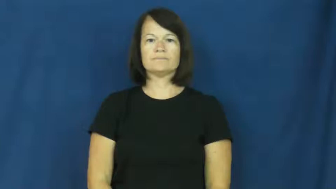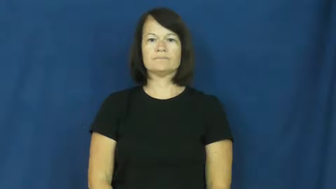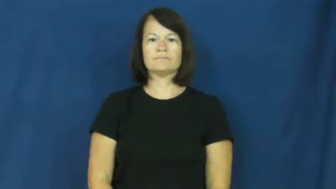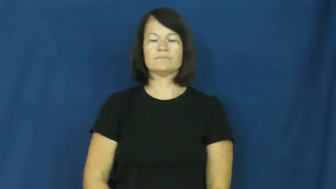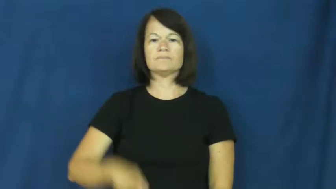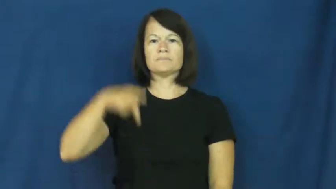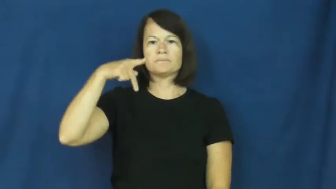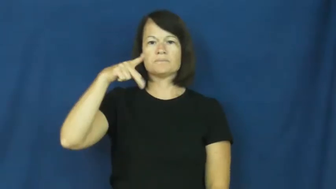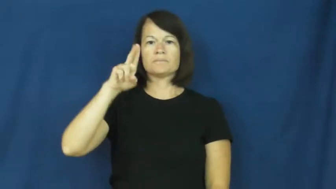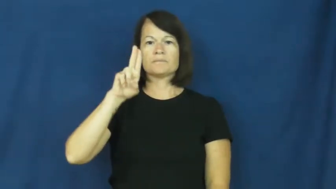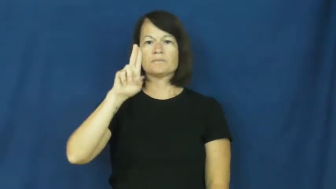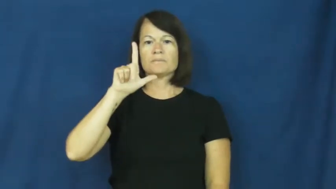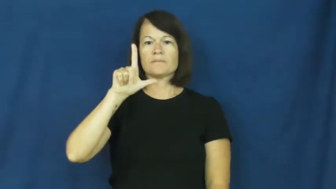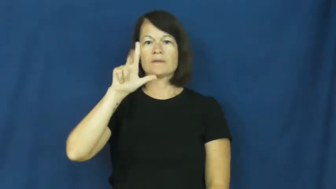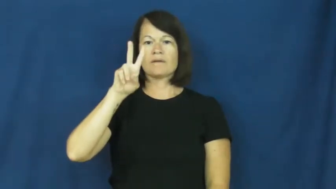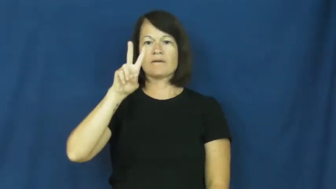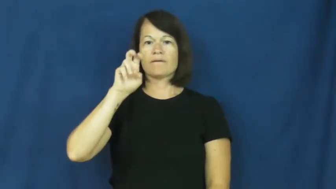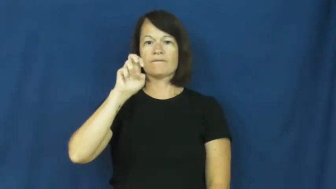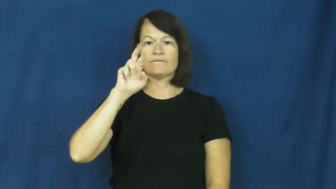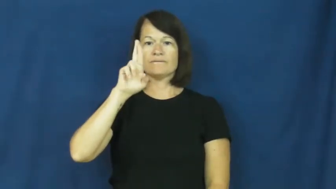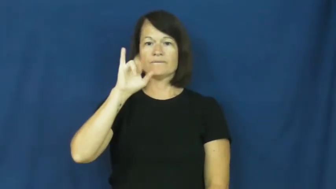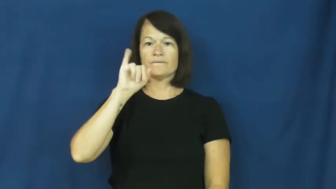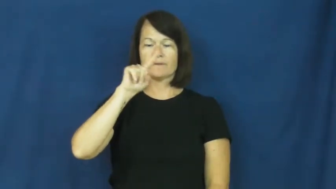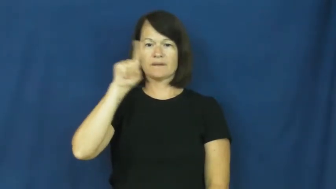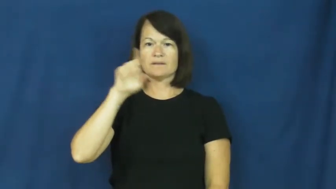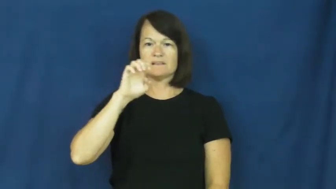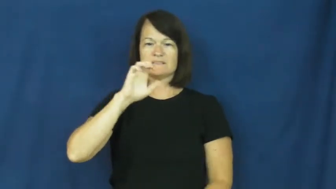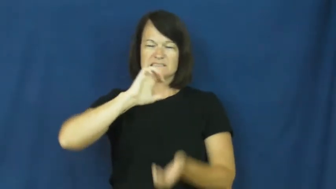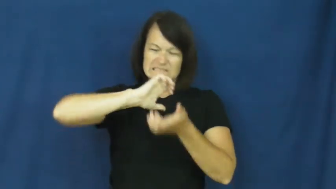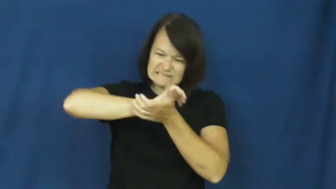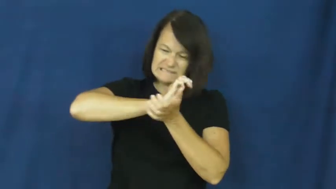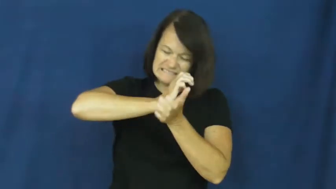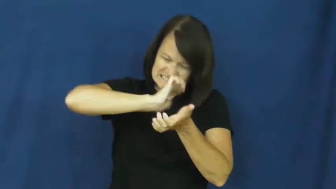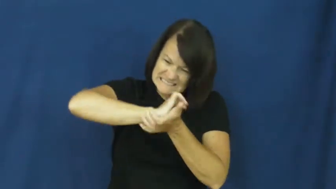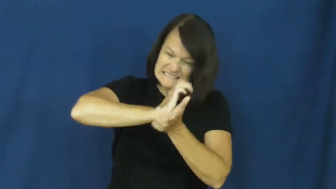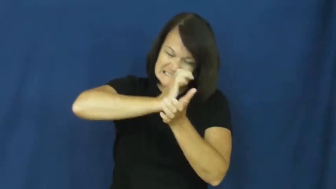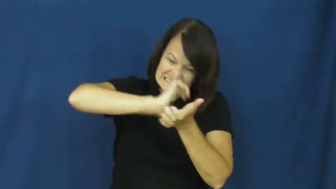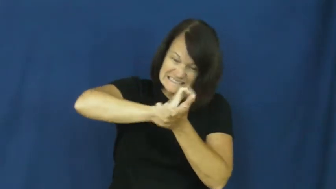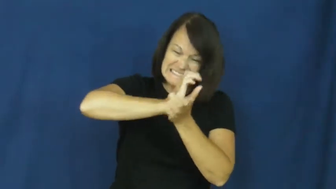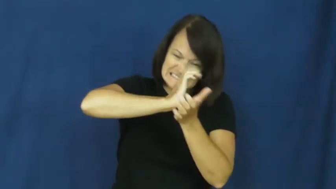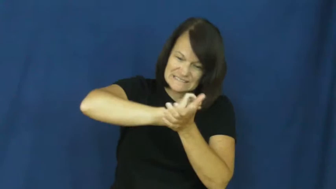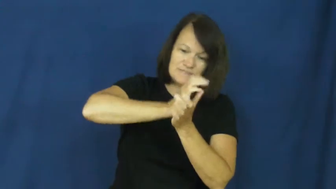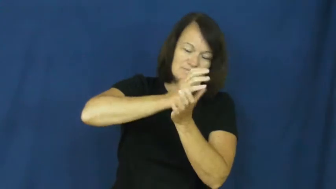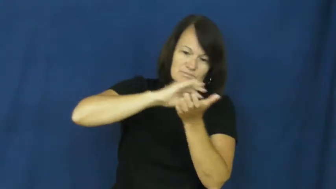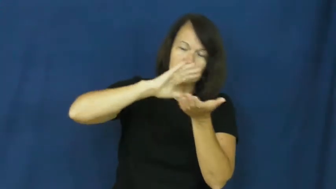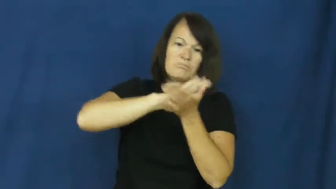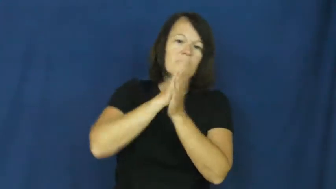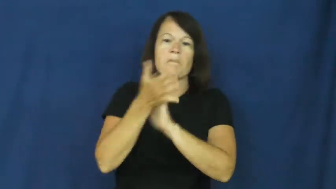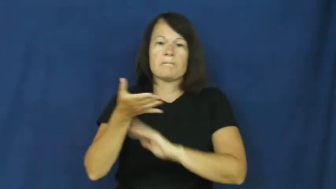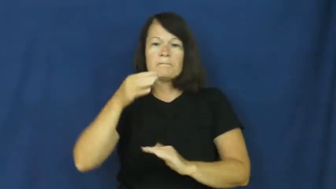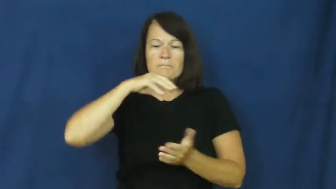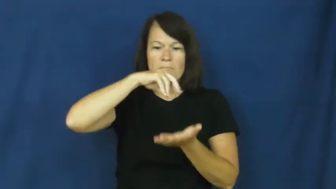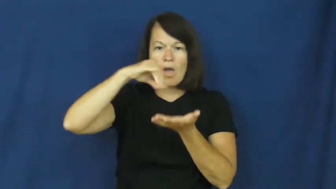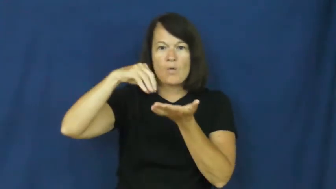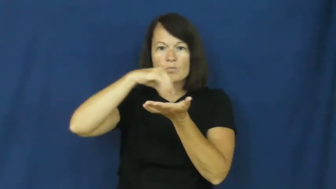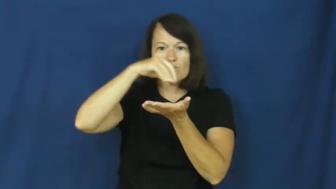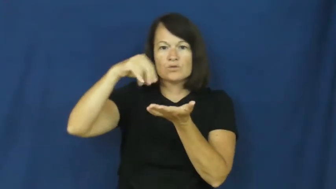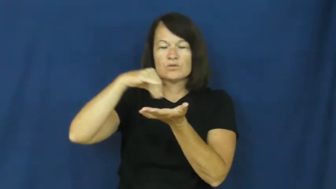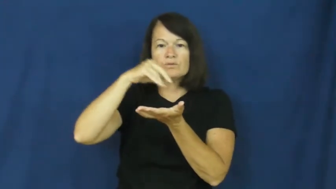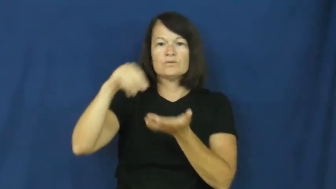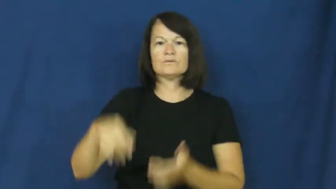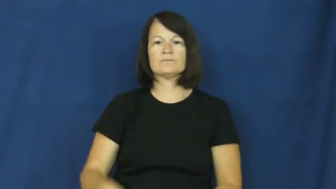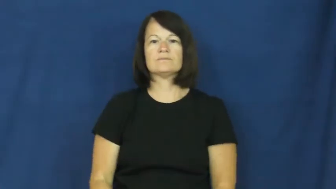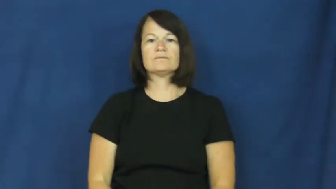pulverize-powder